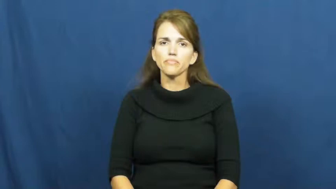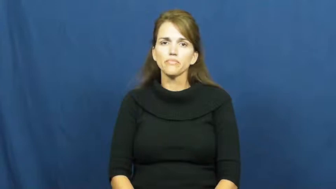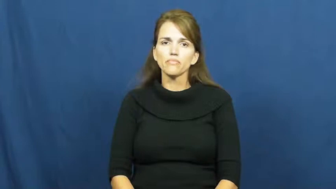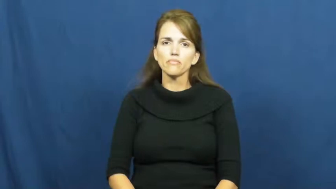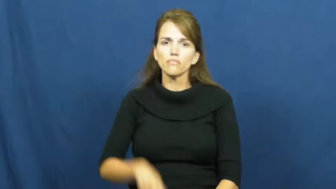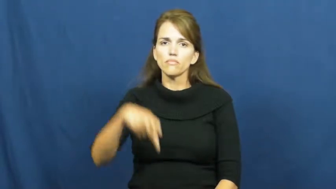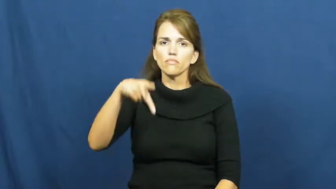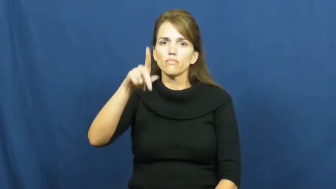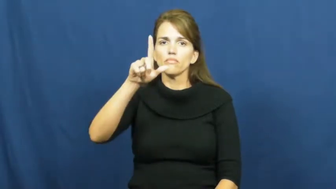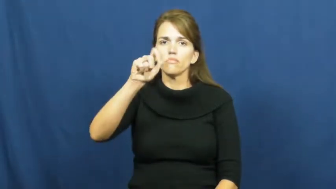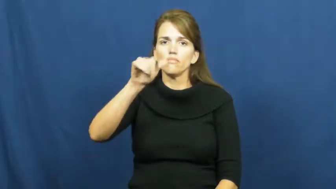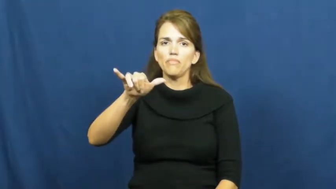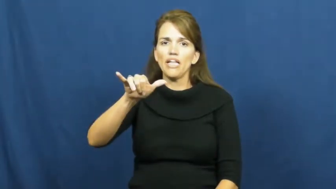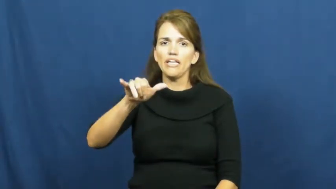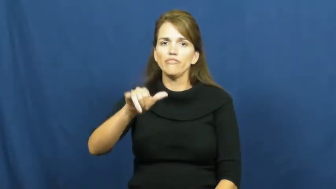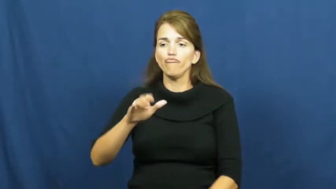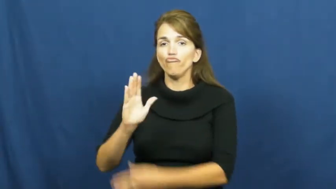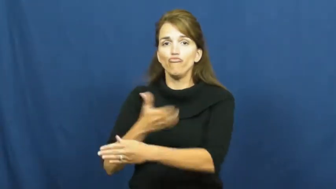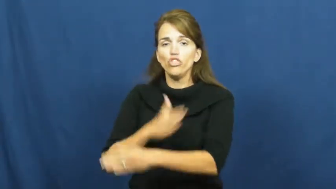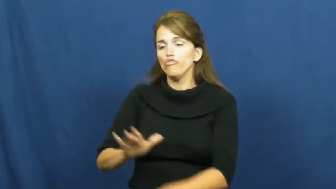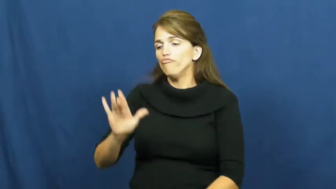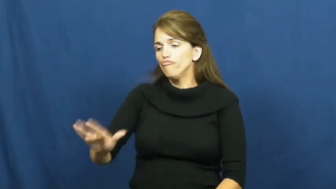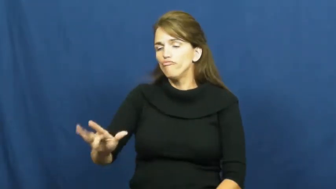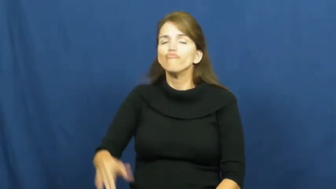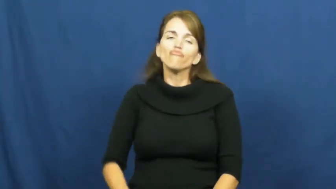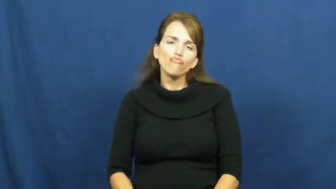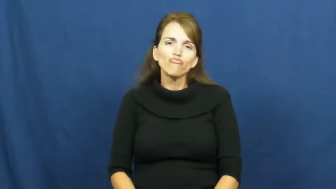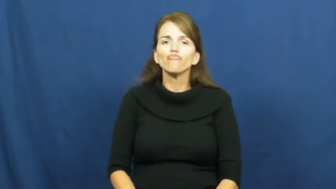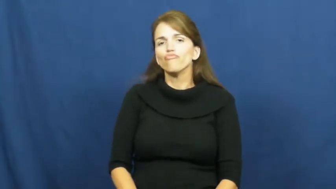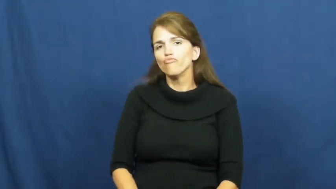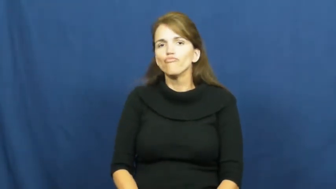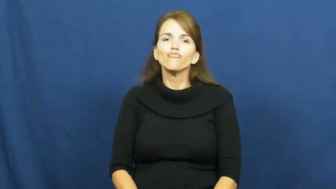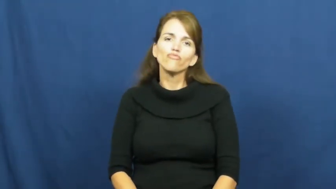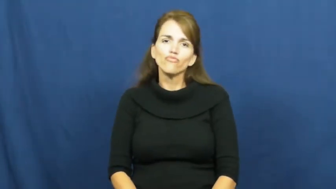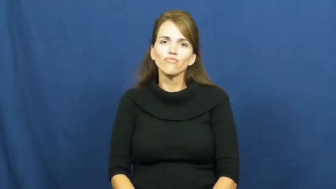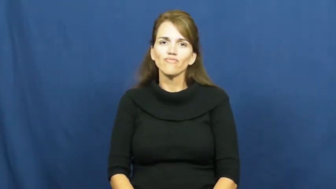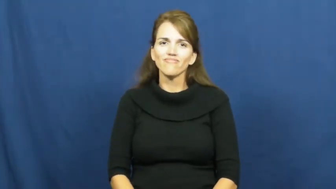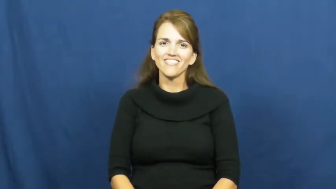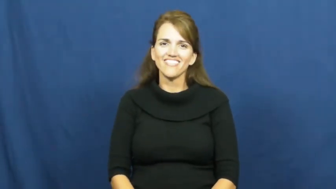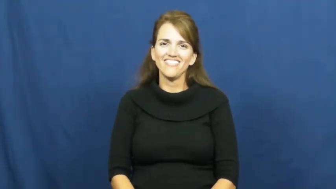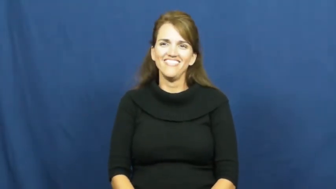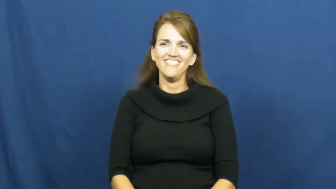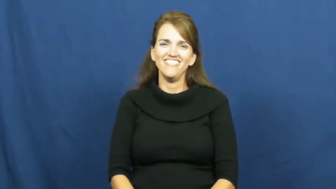play-radio